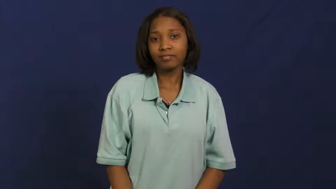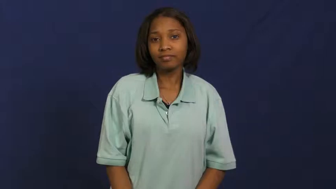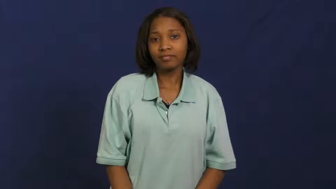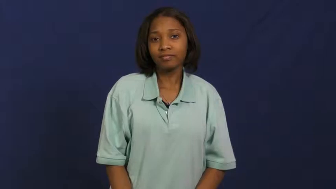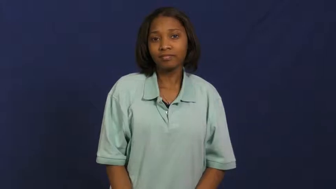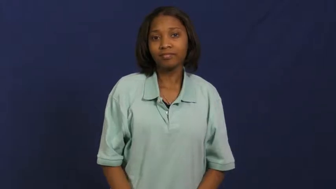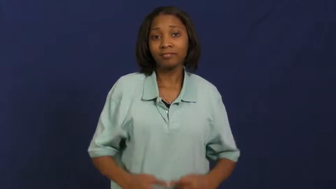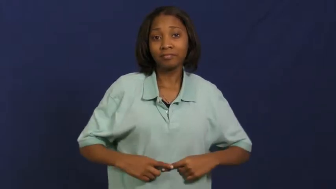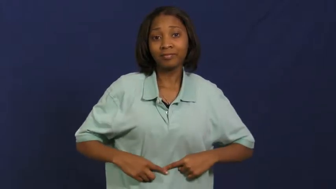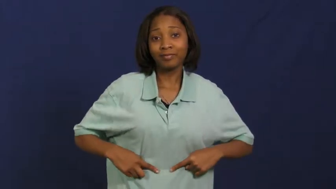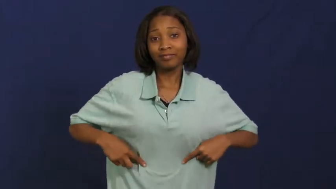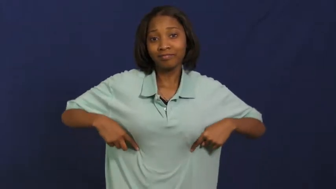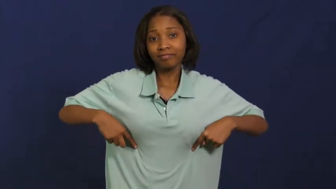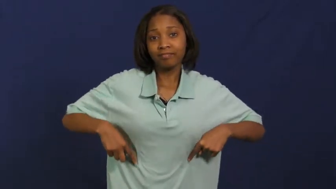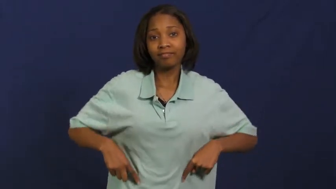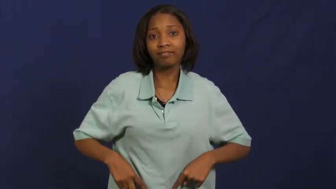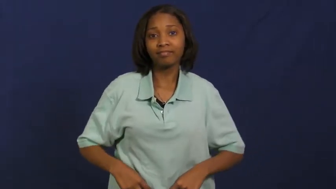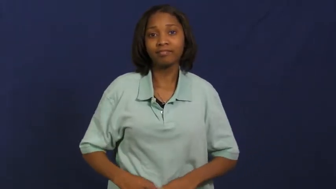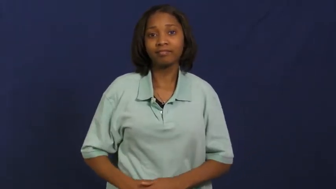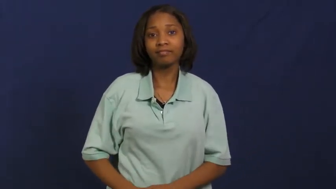lung,bronchial